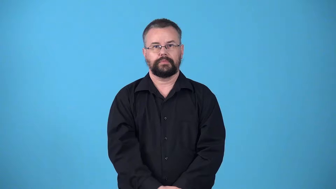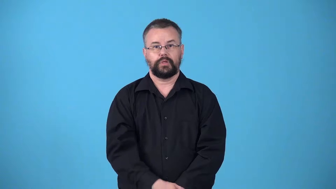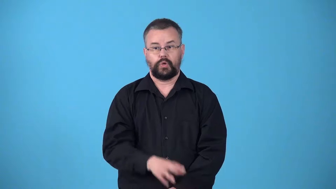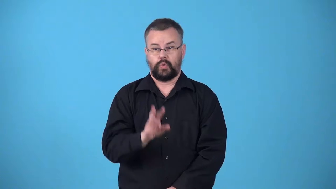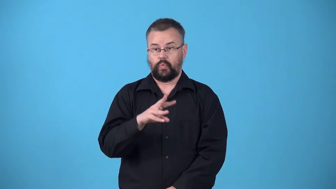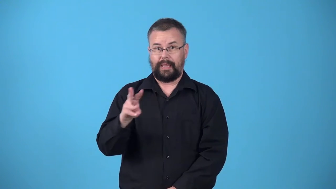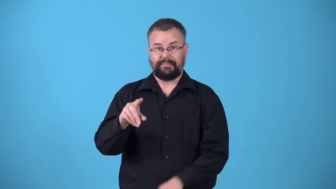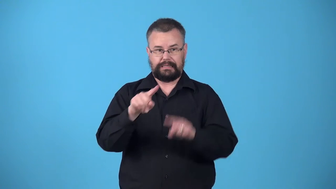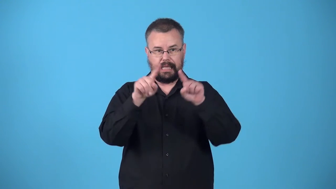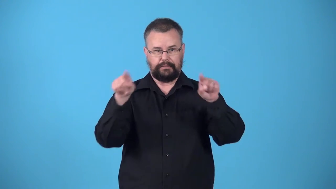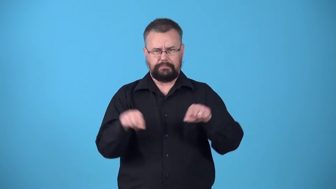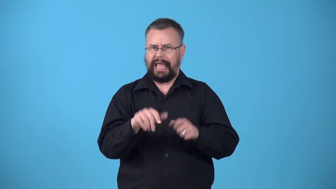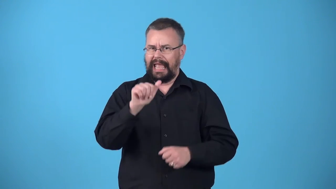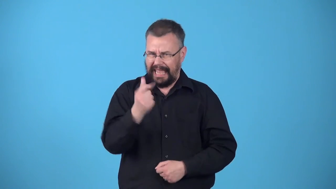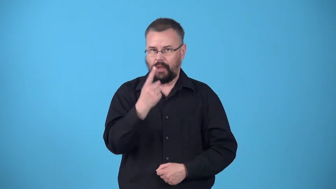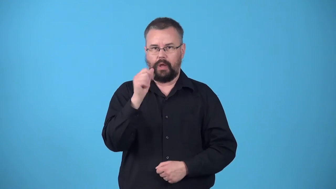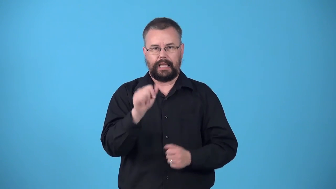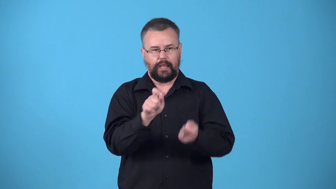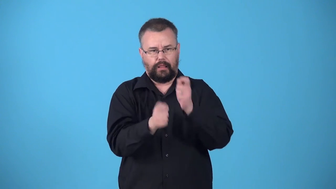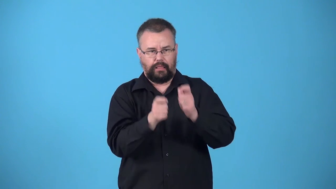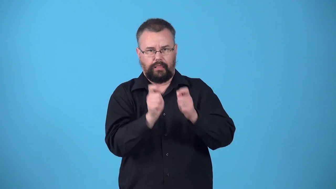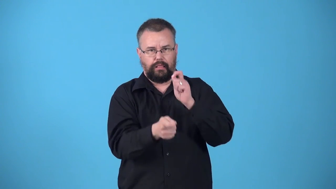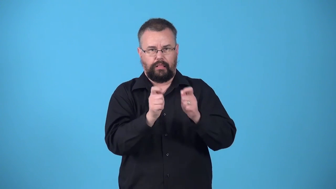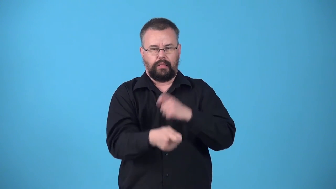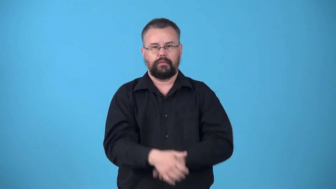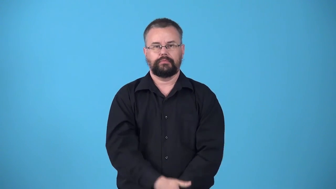wiki